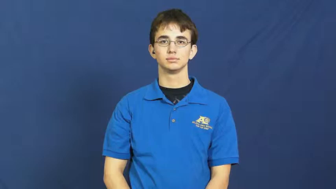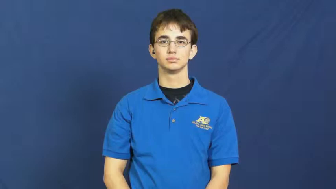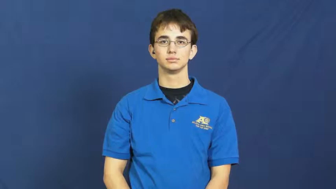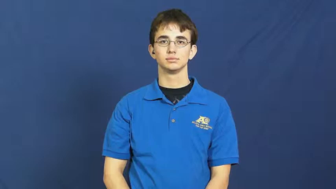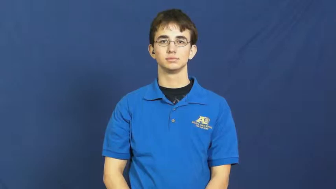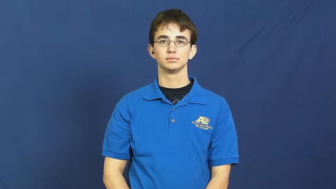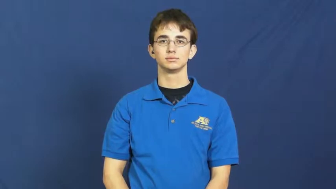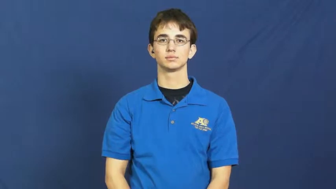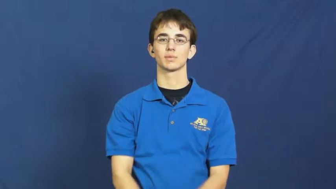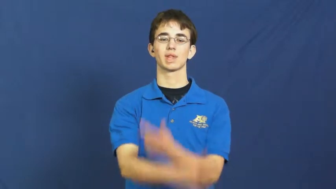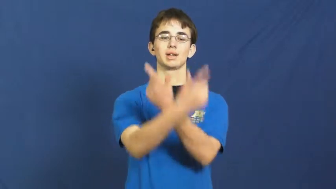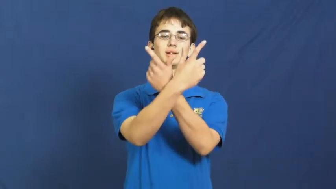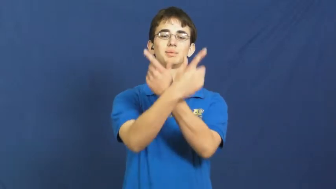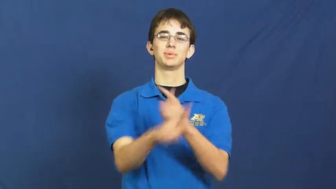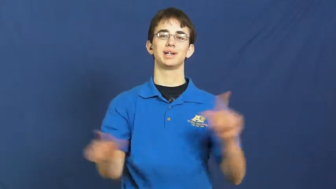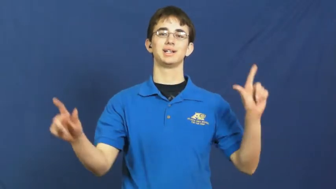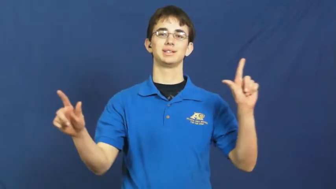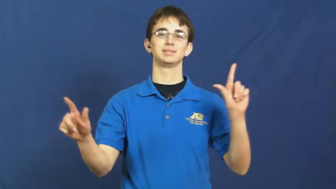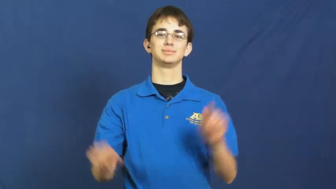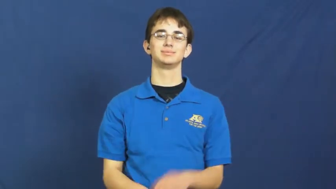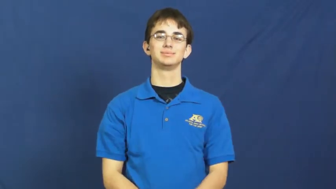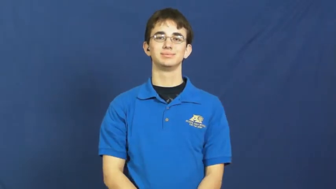liberty